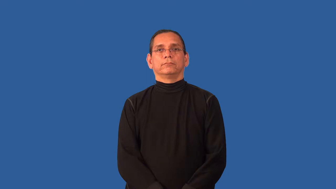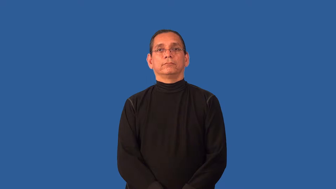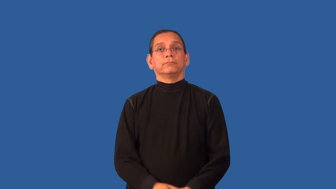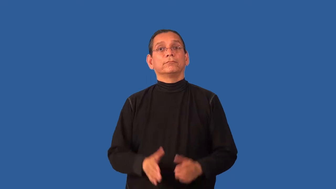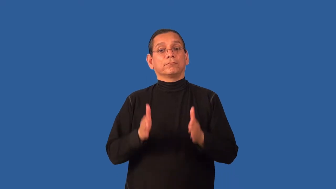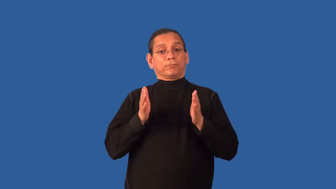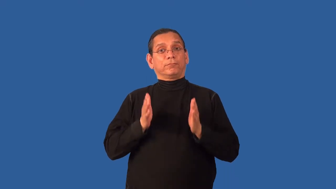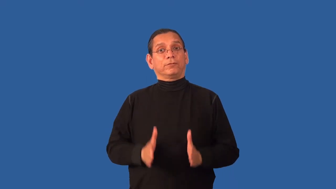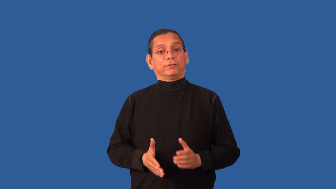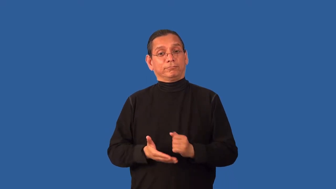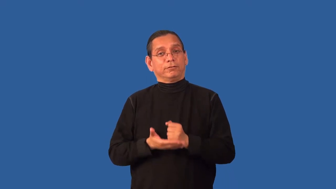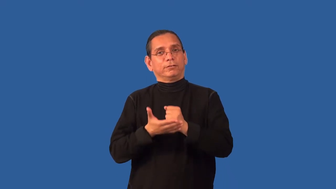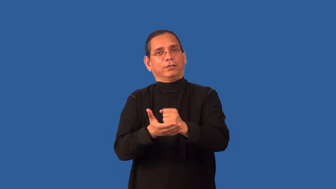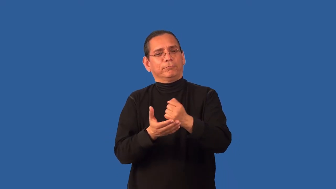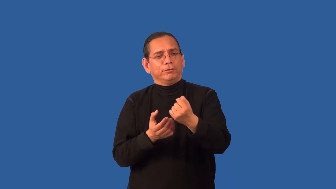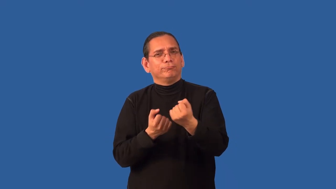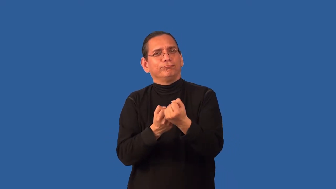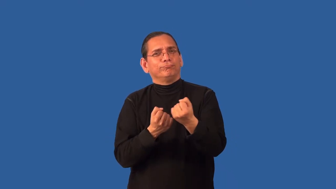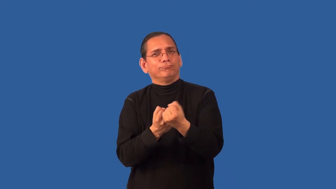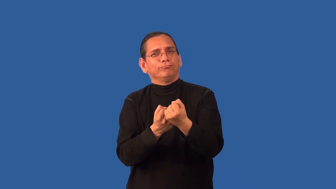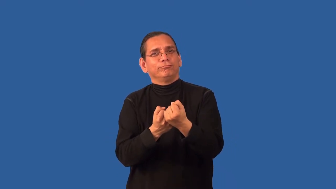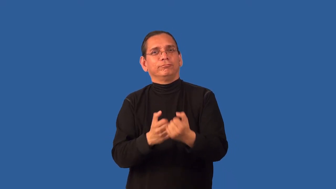ally-noun